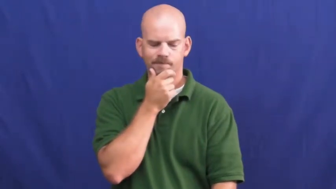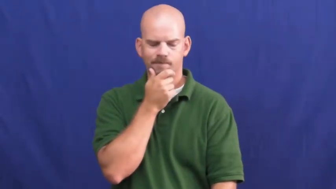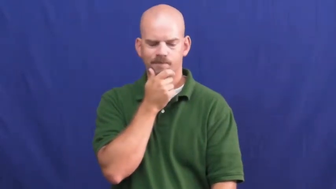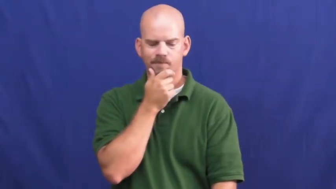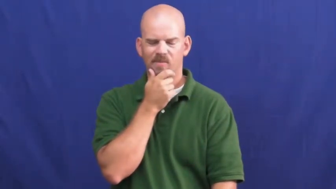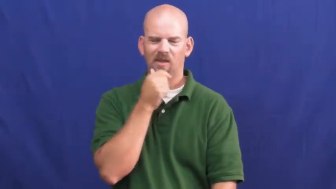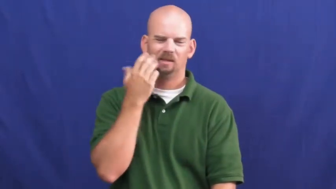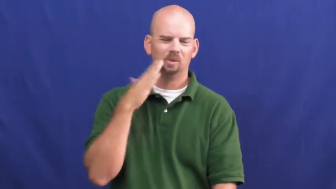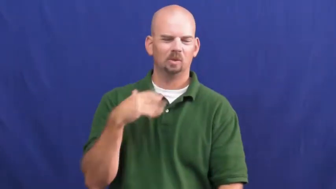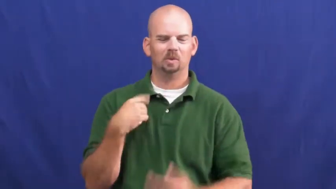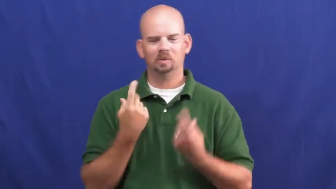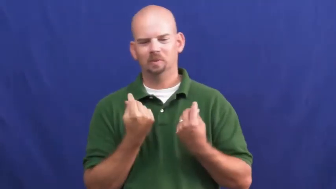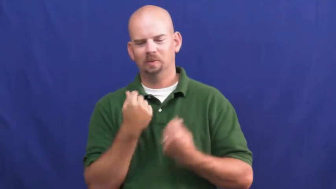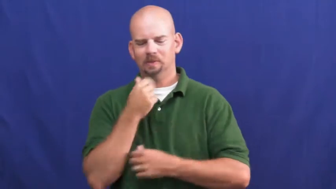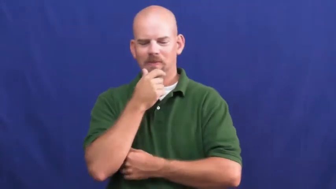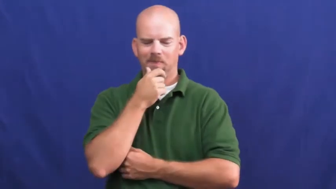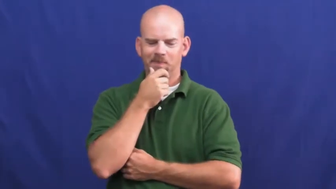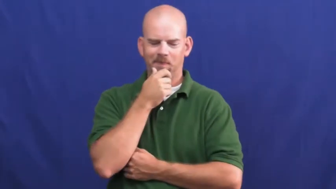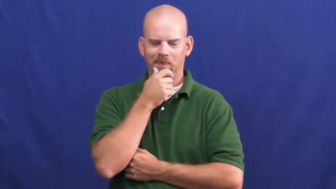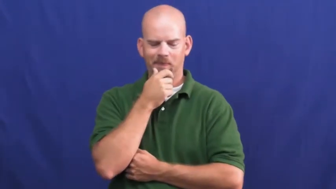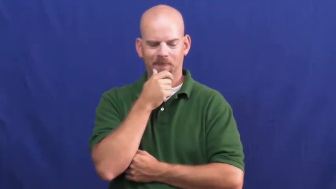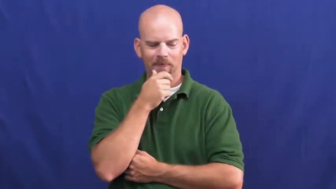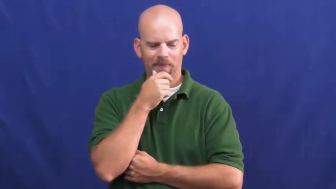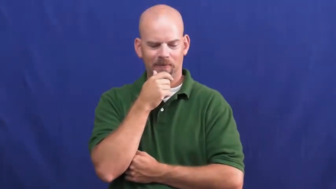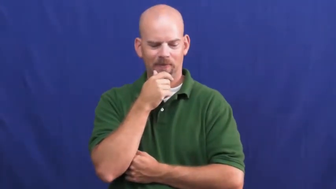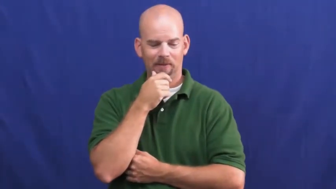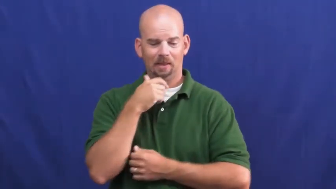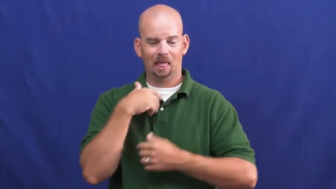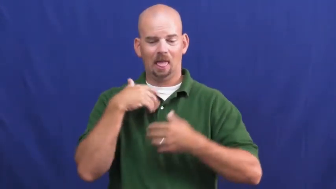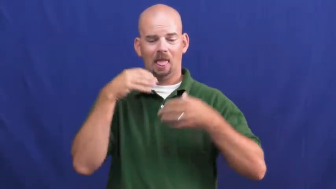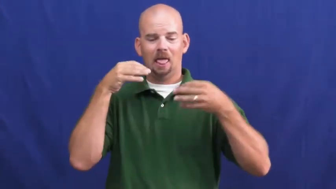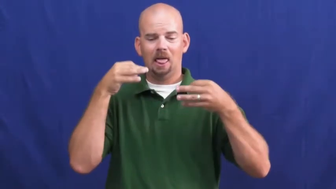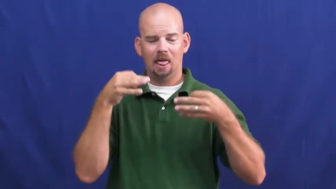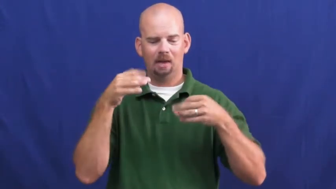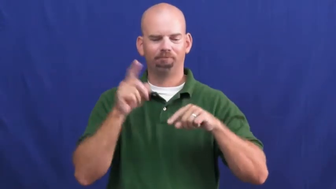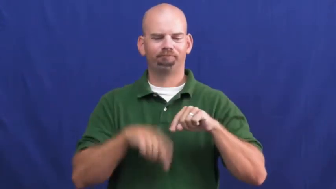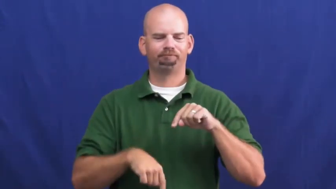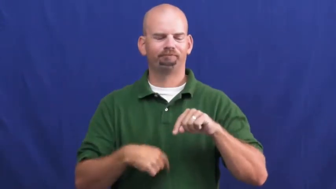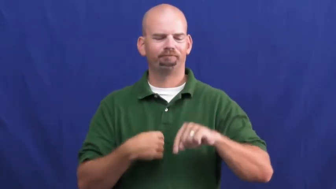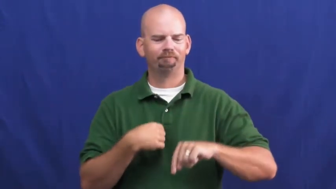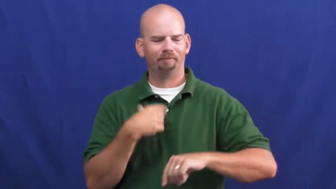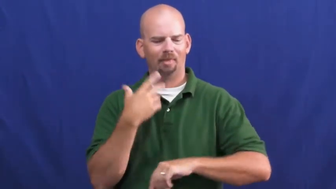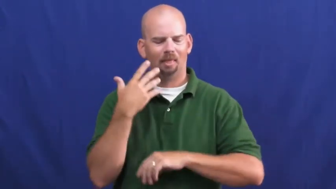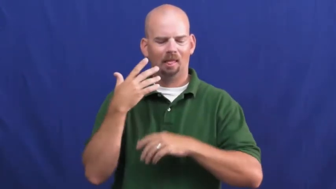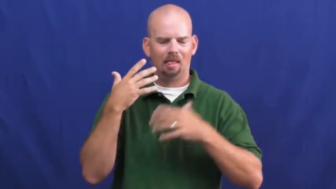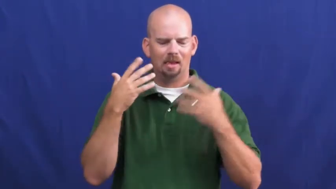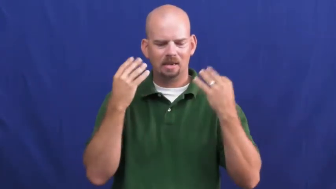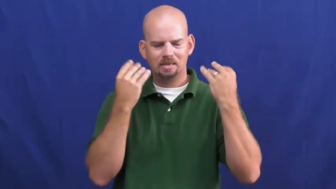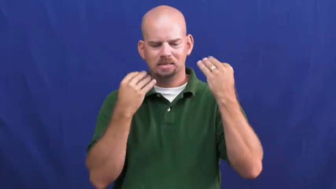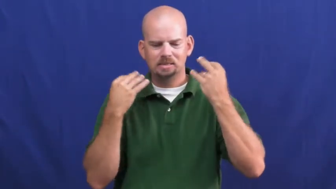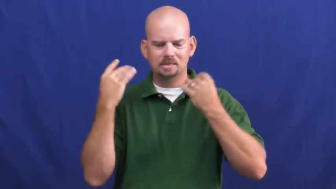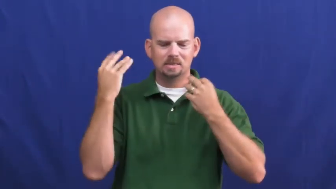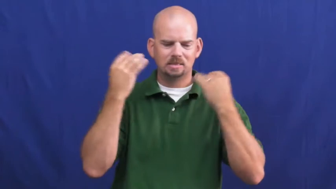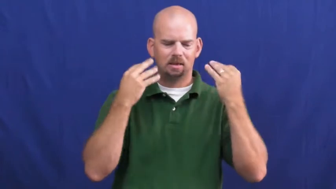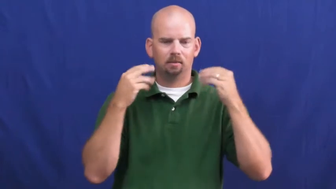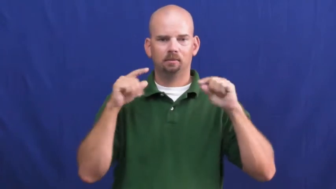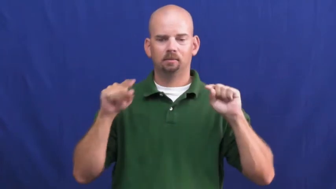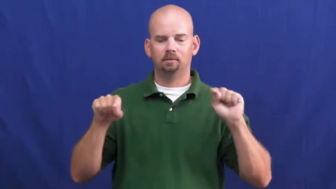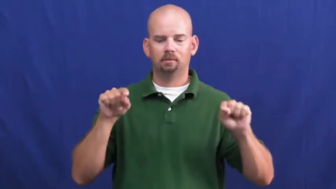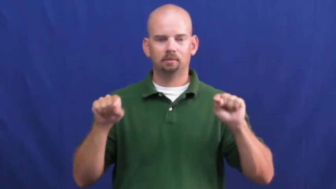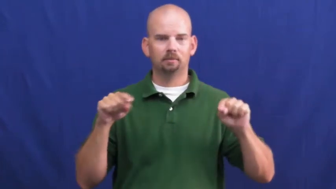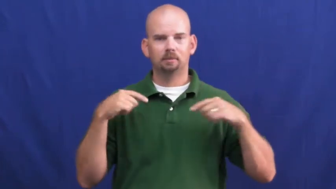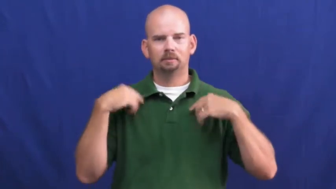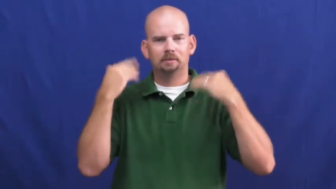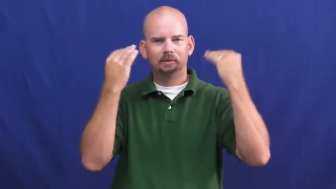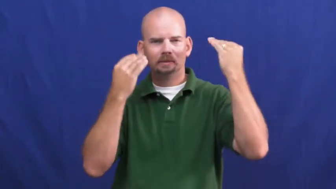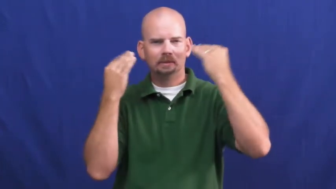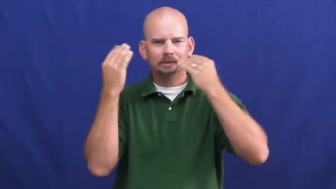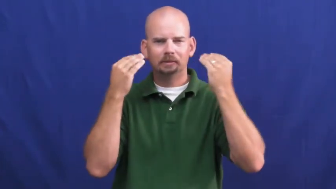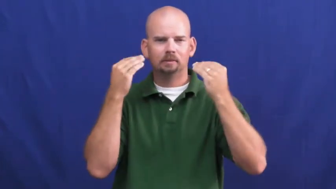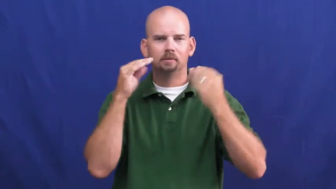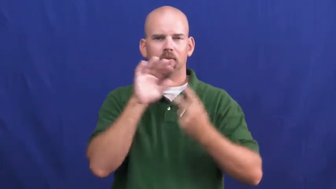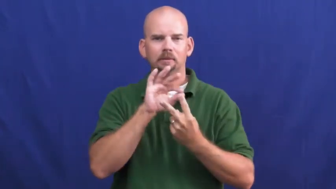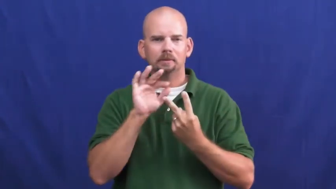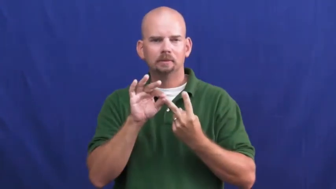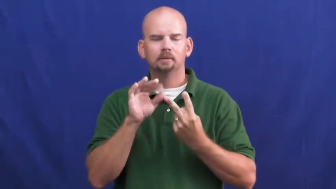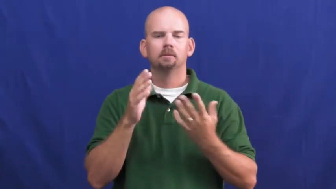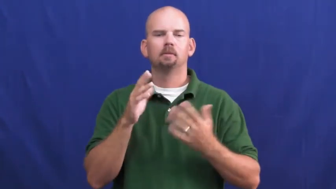undecided,uncommitted